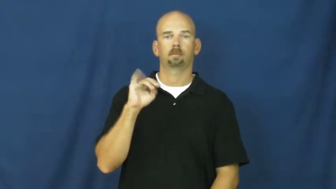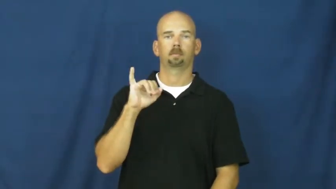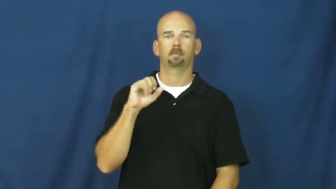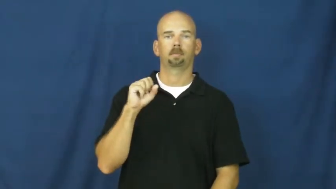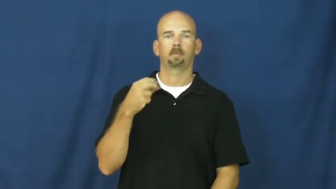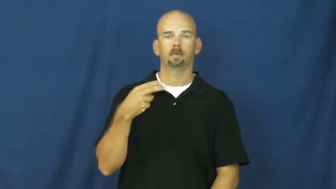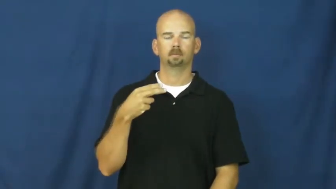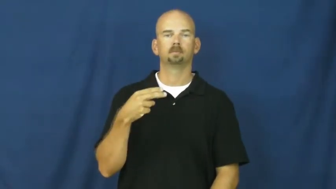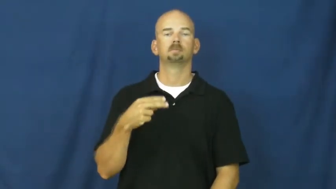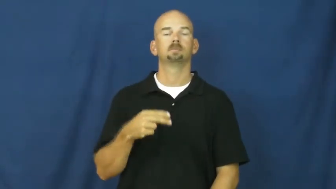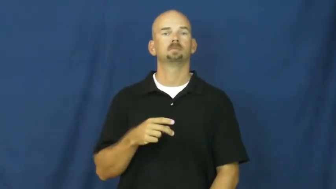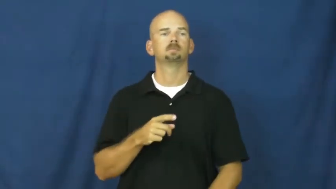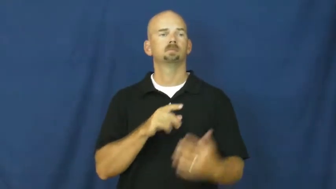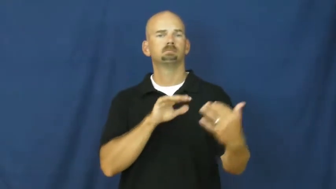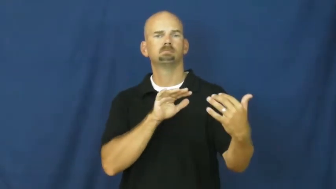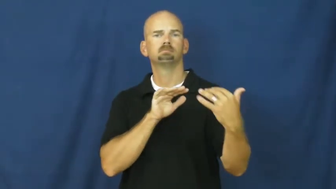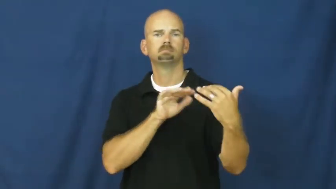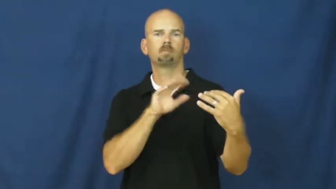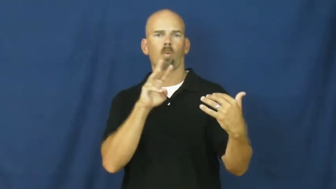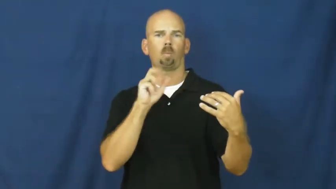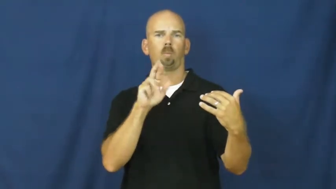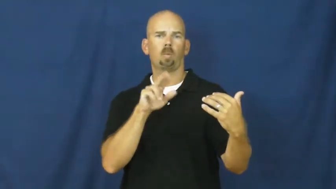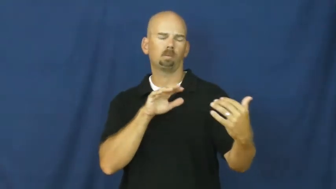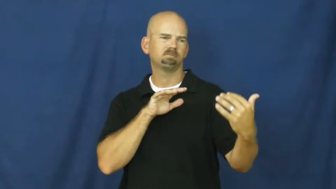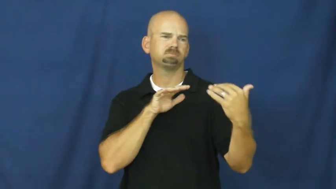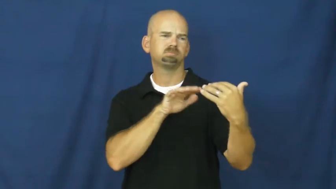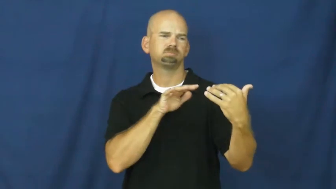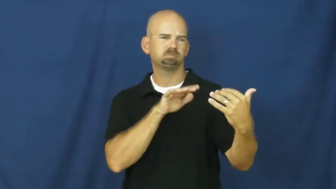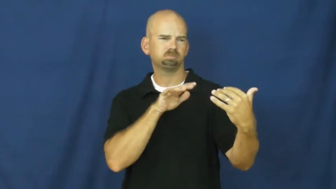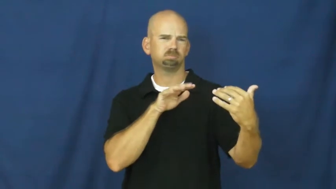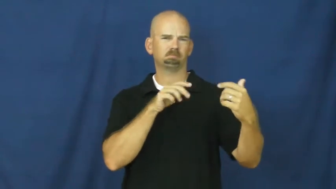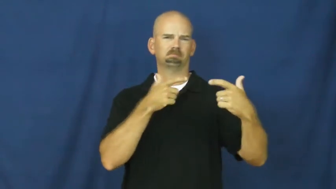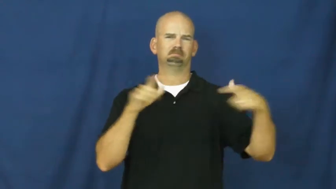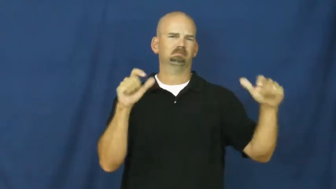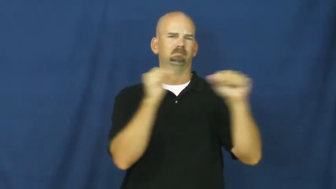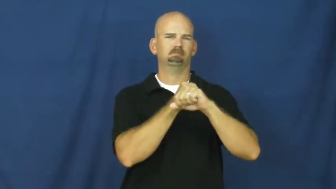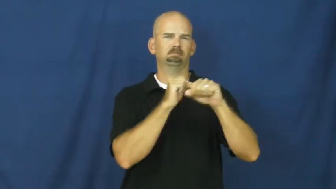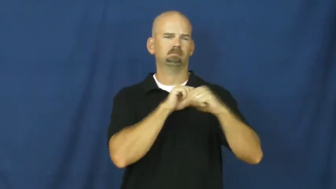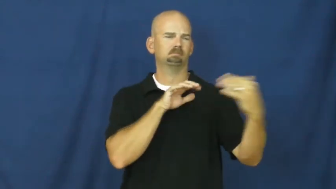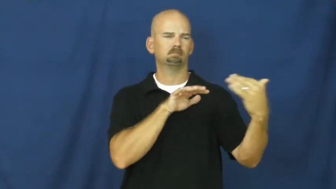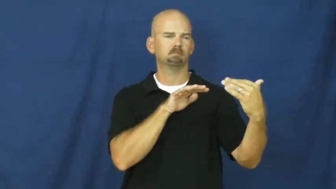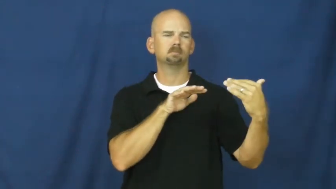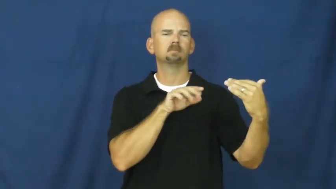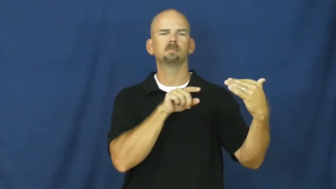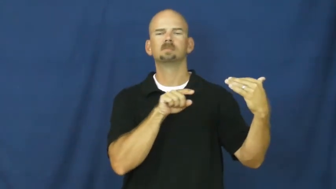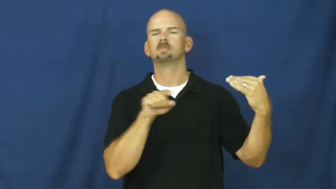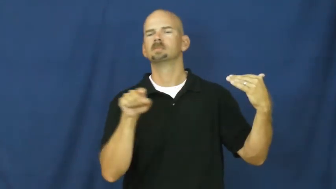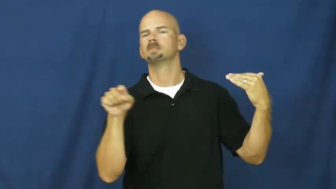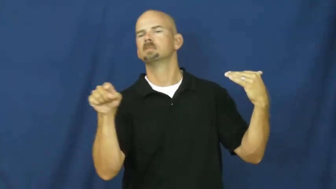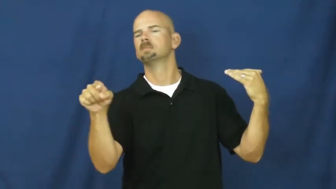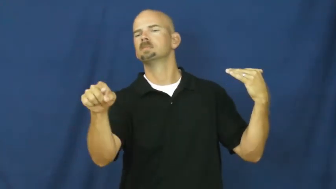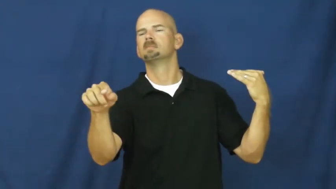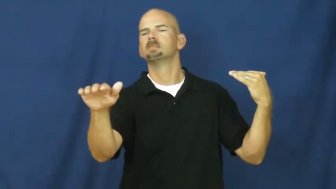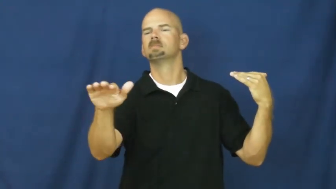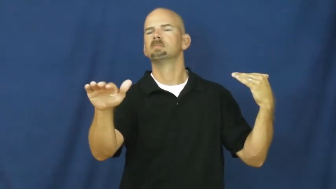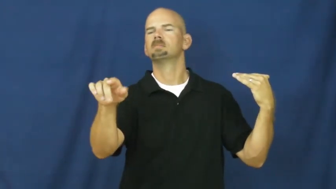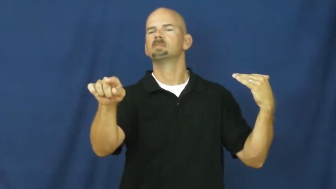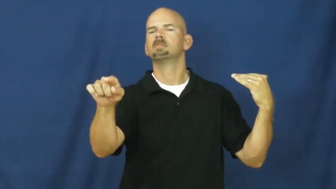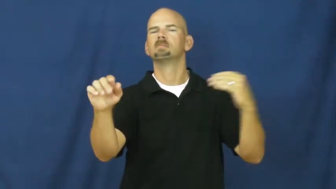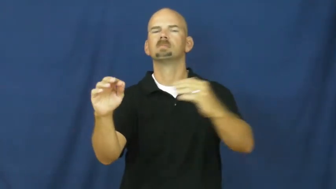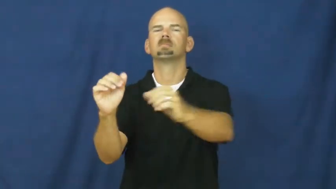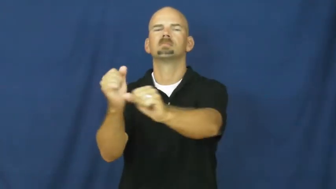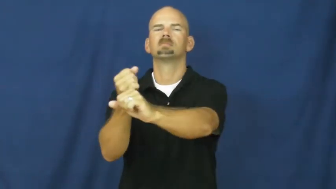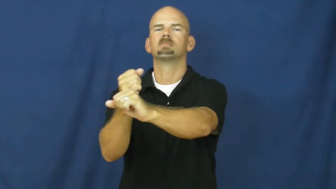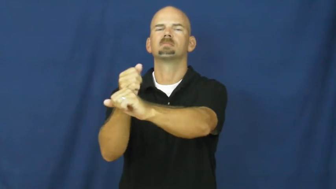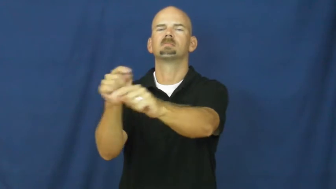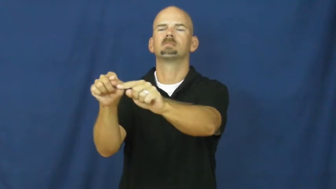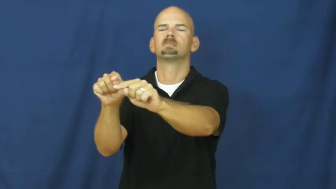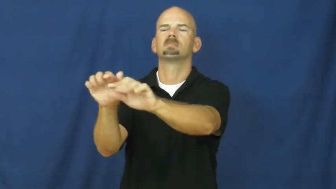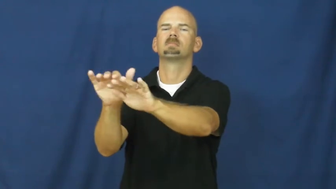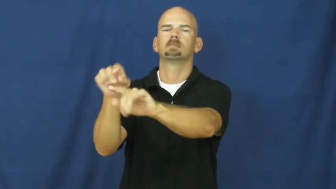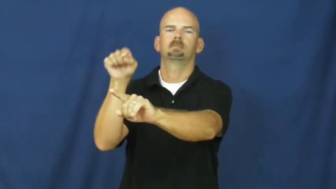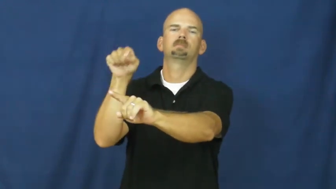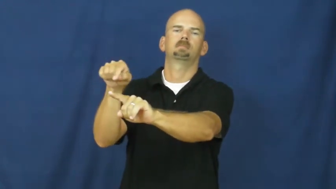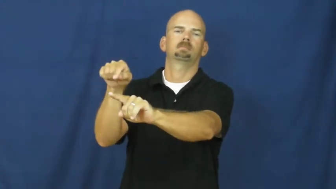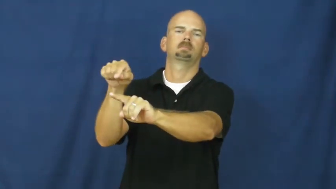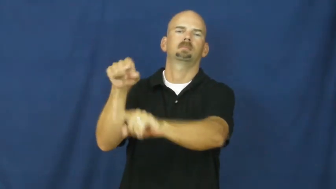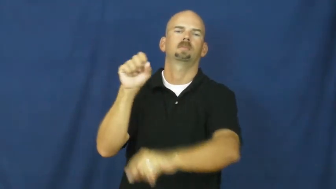skirmish